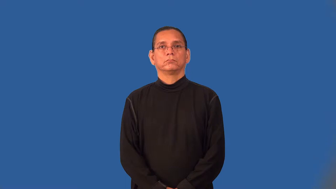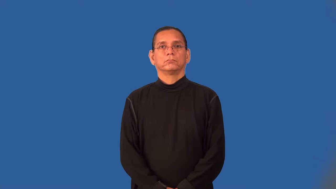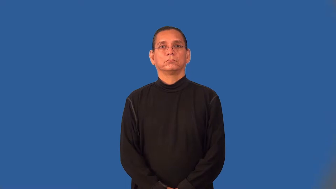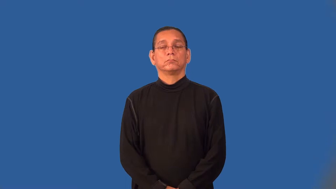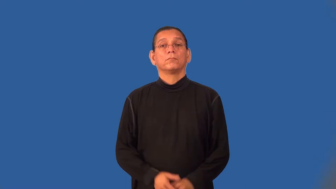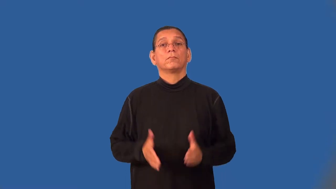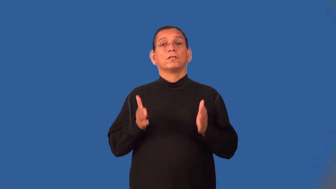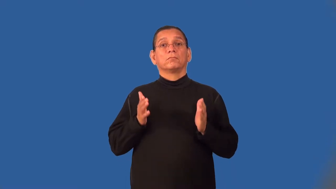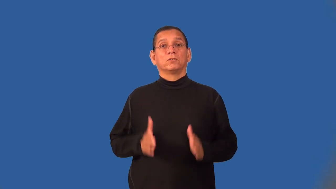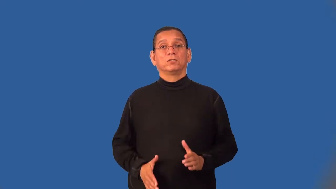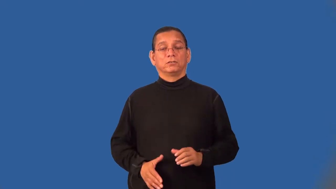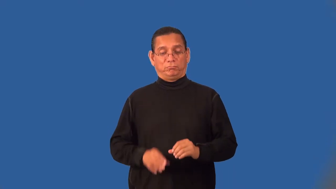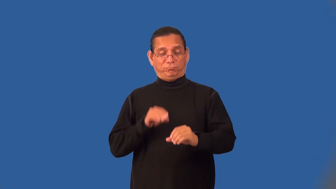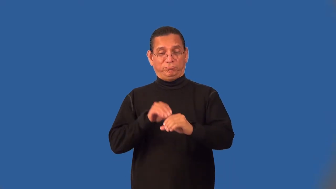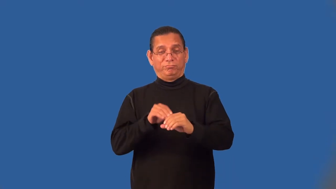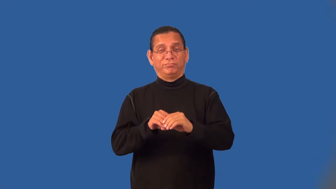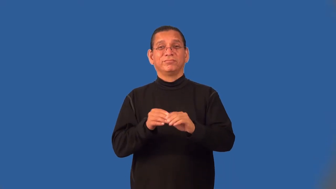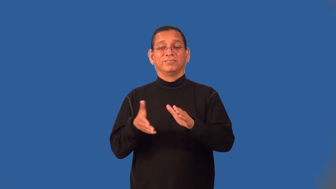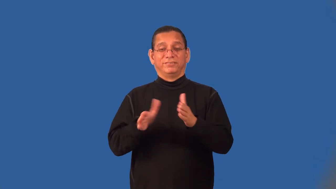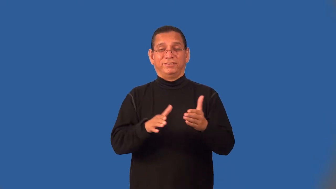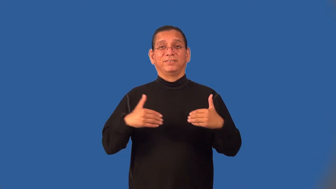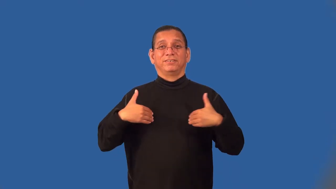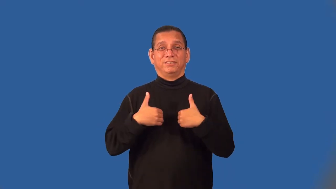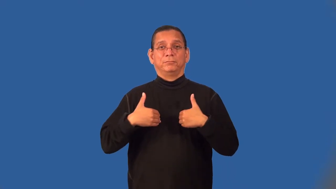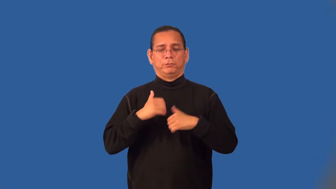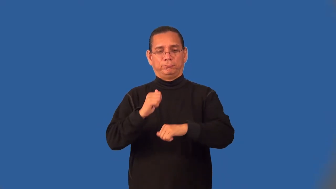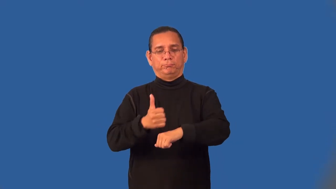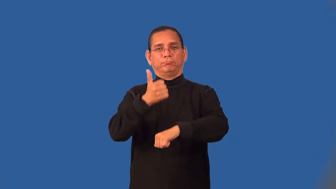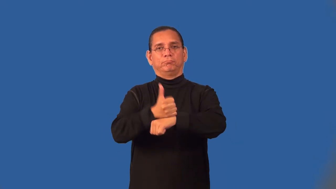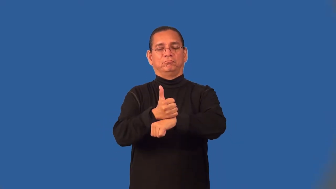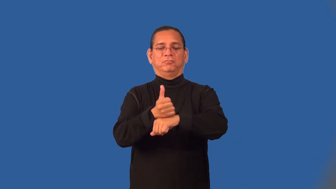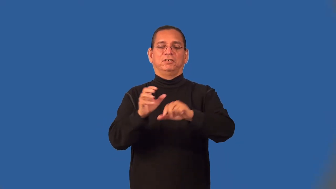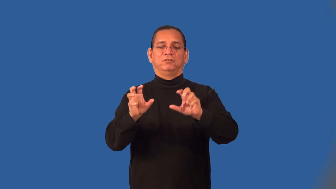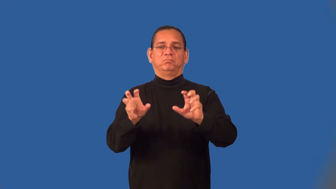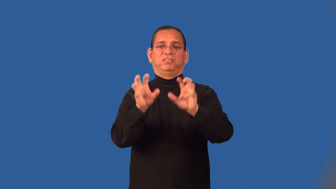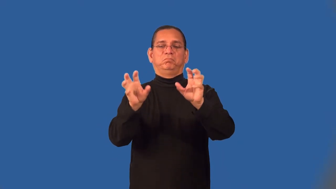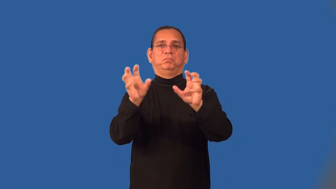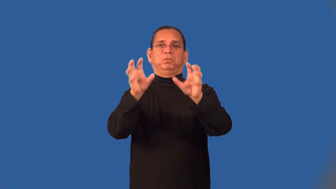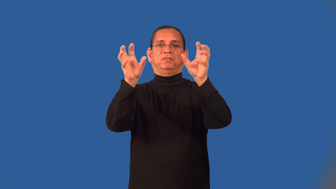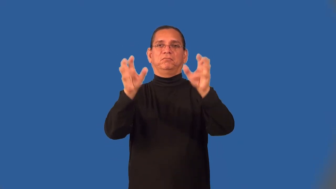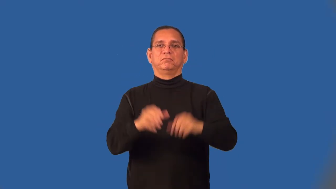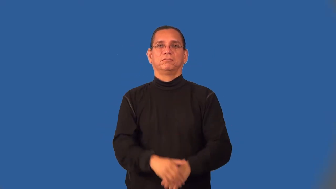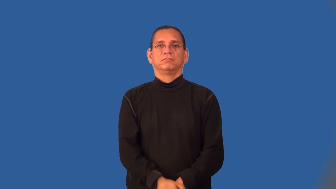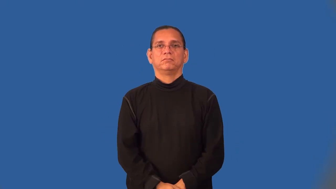taxidermist